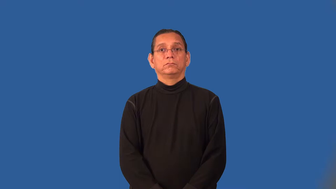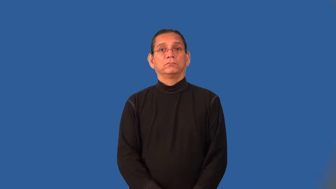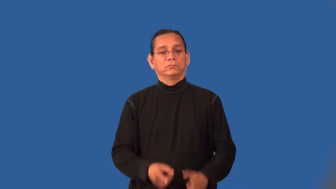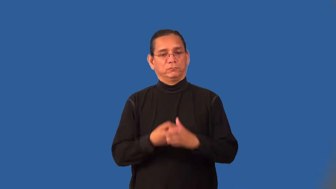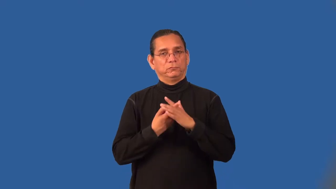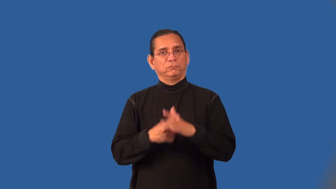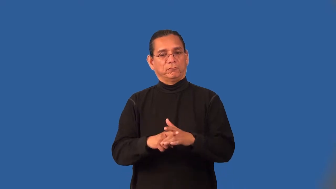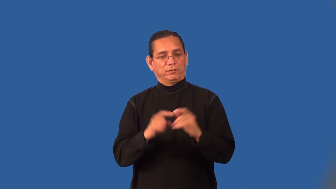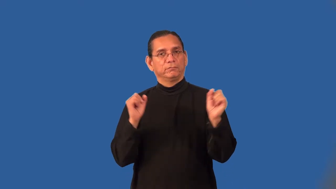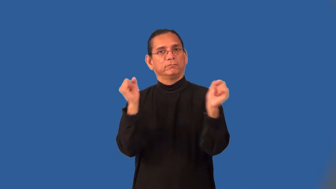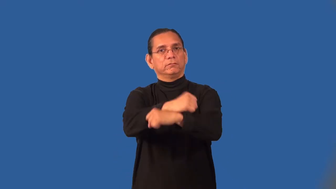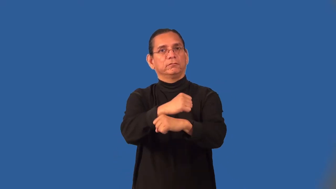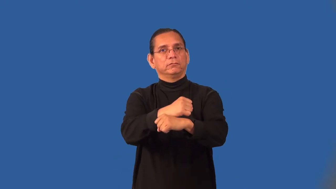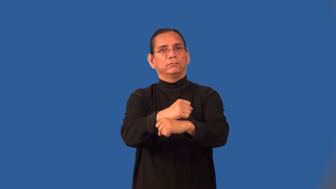offensive-on the attack